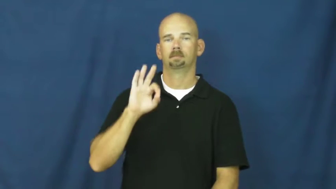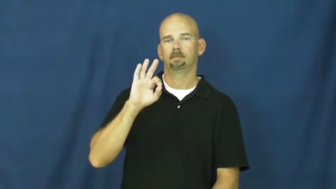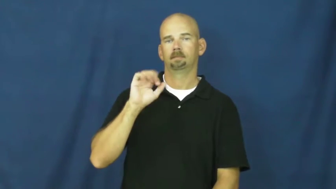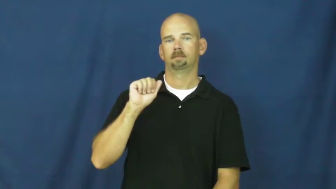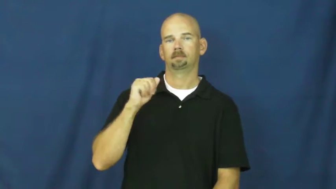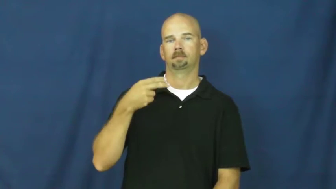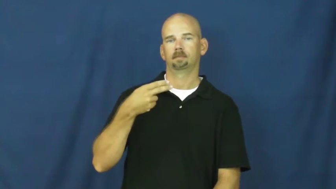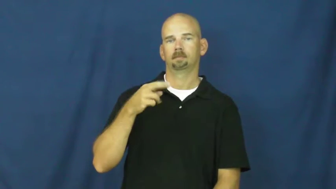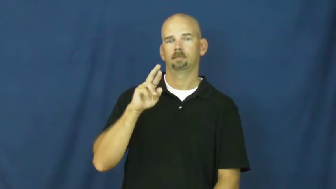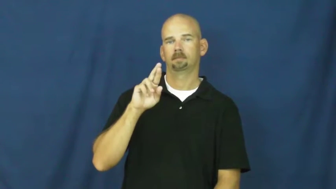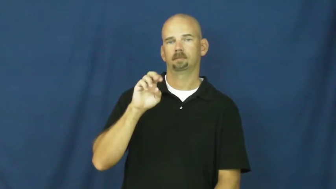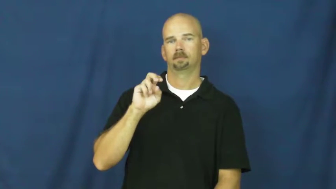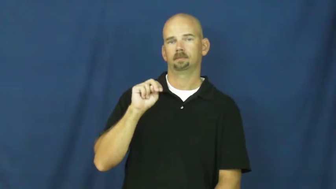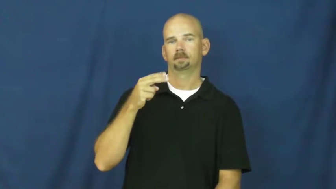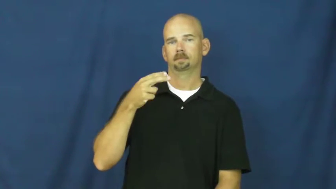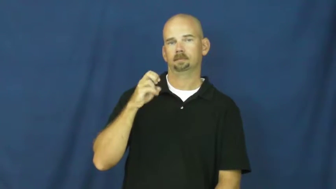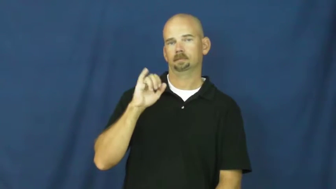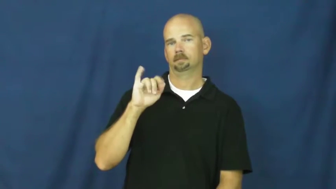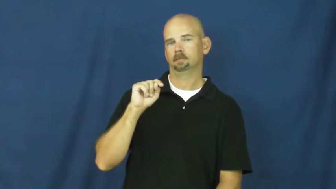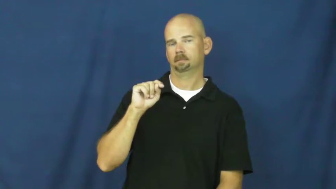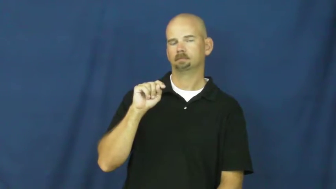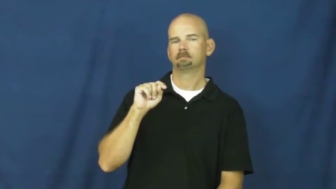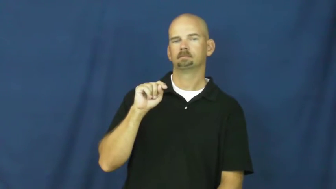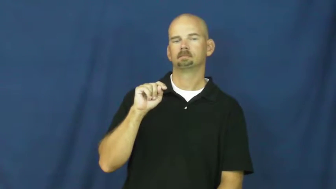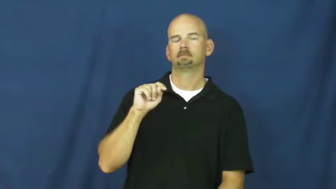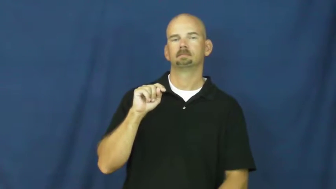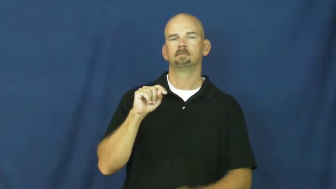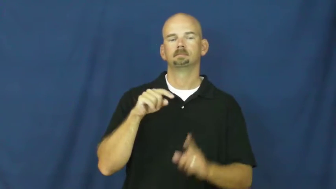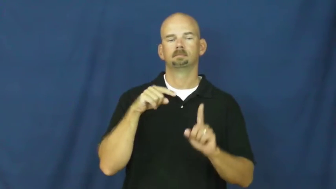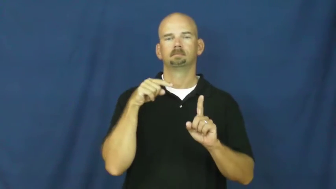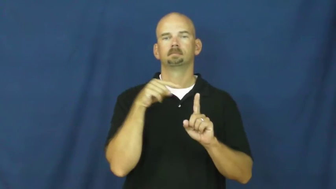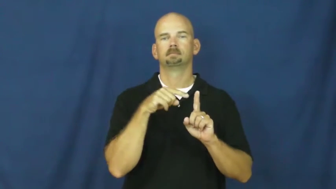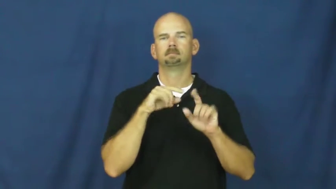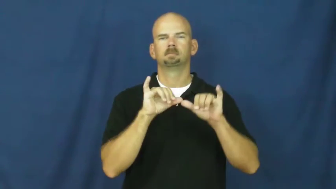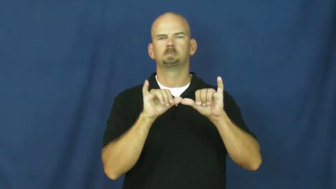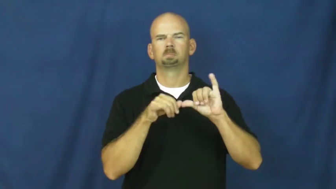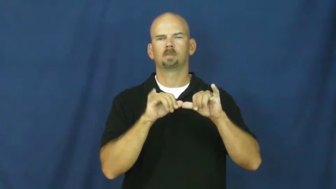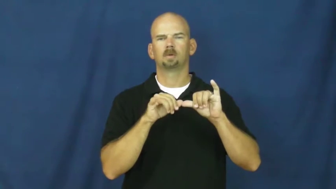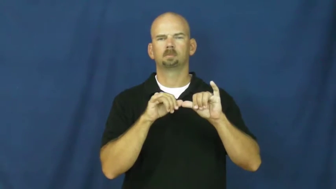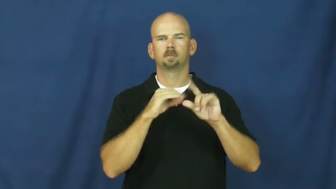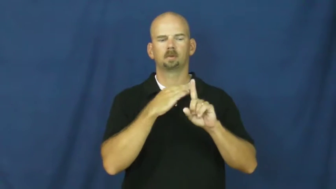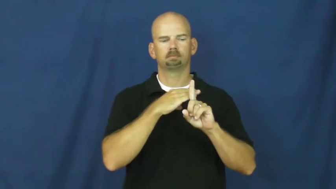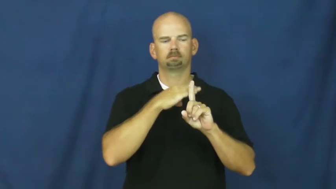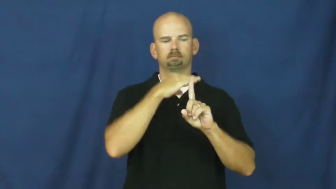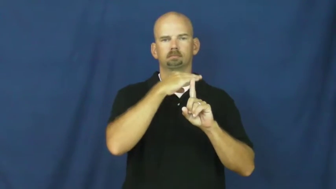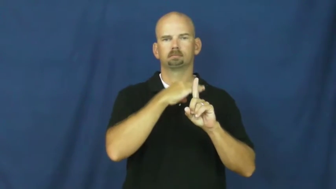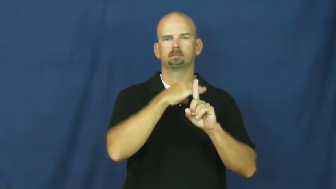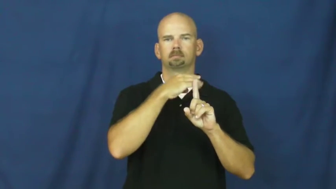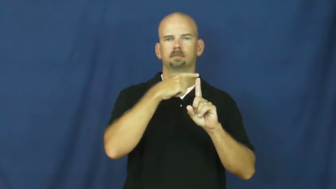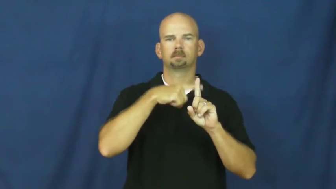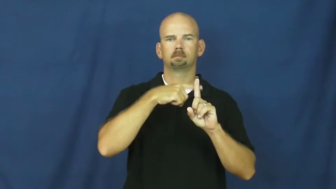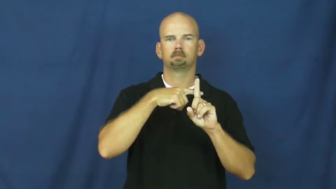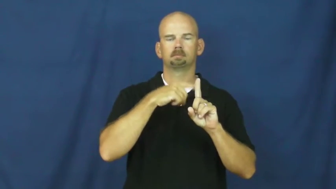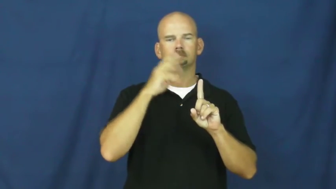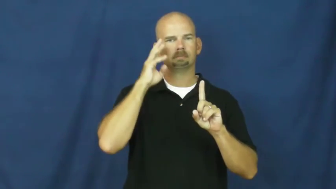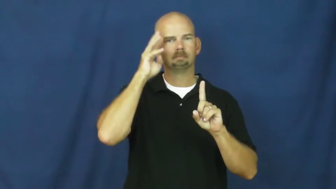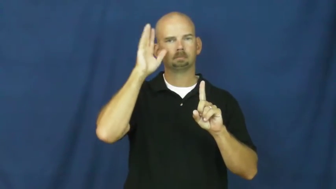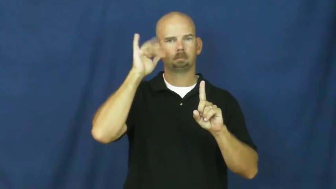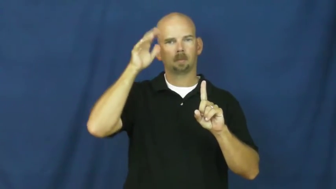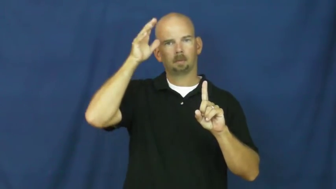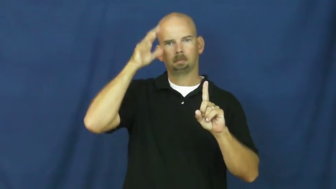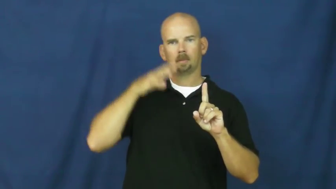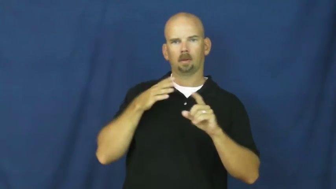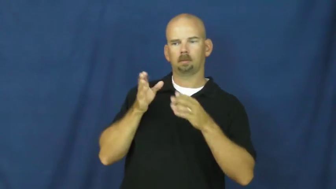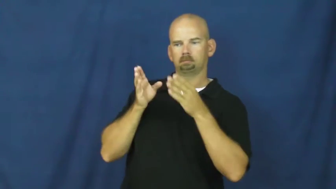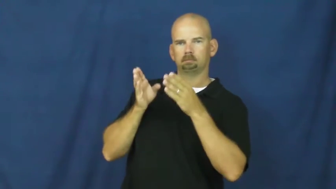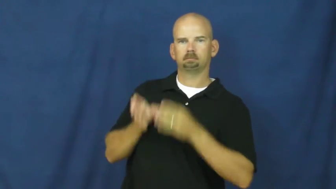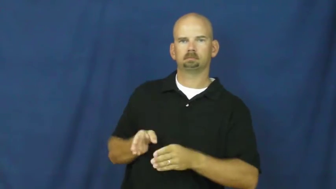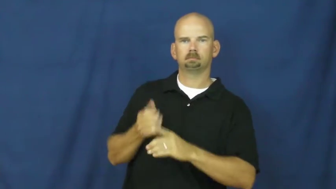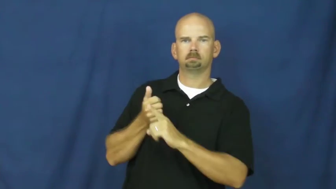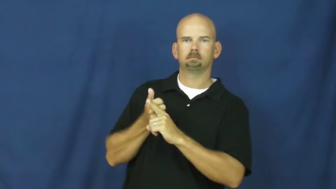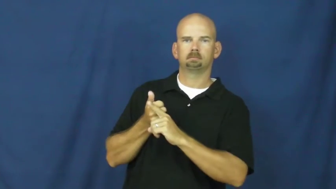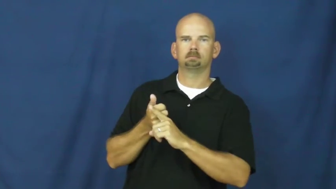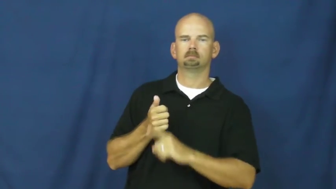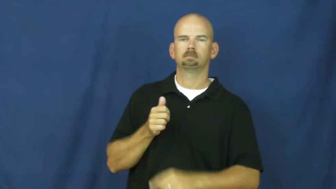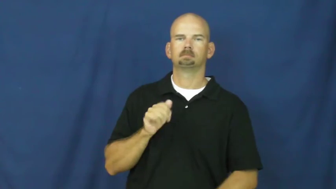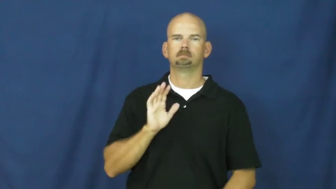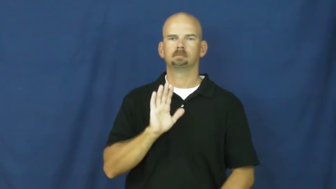fahrenheit